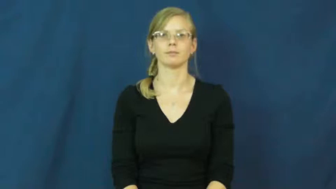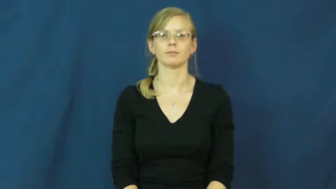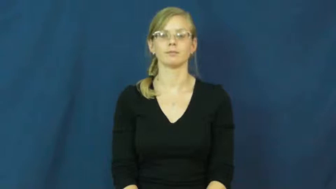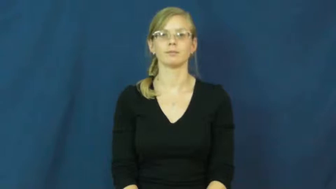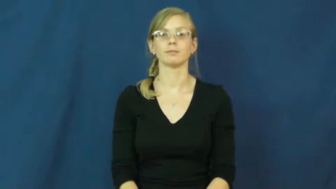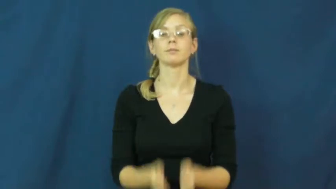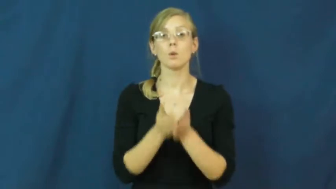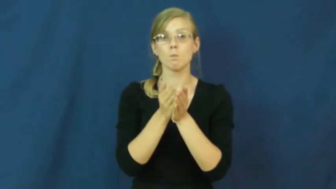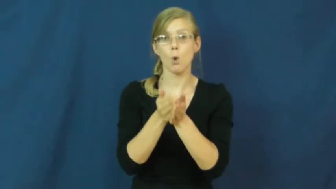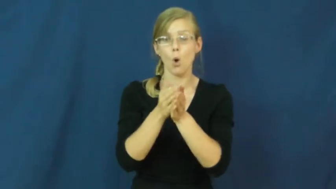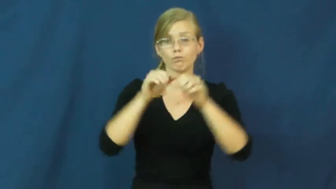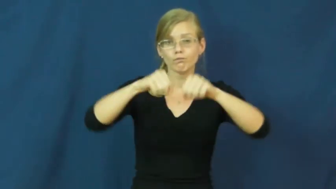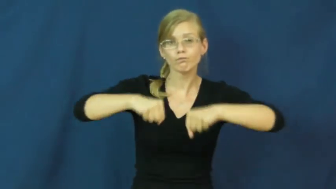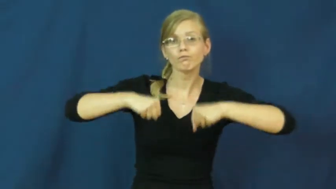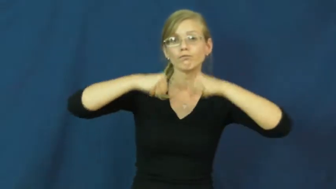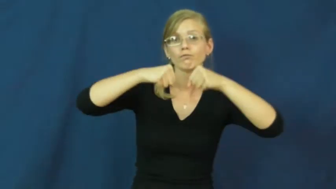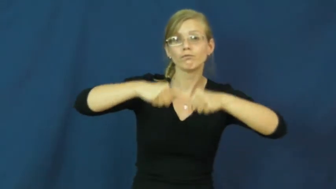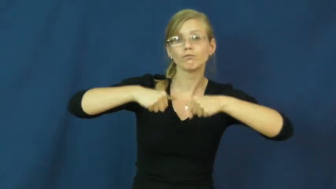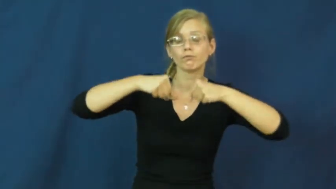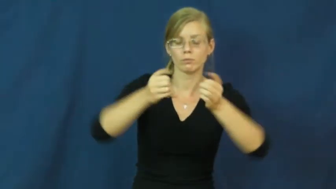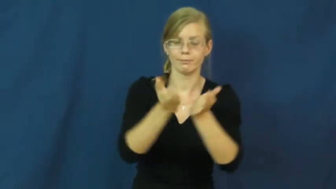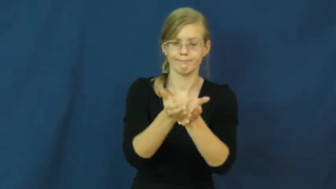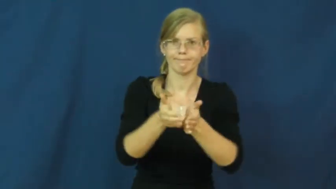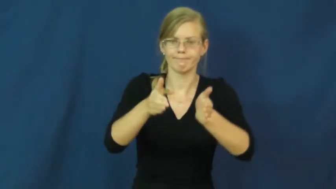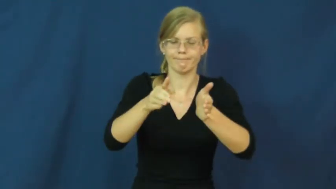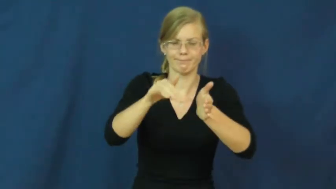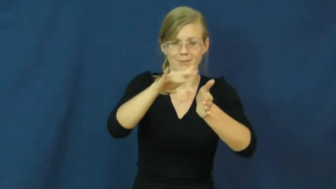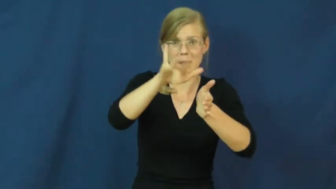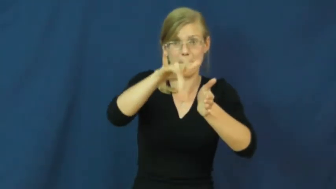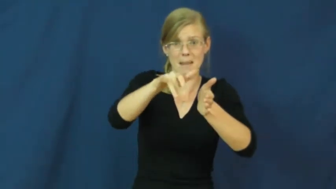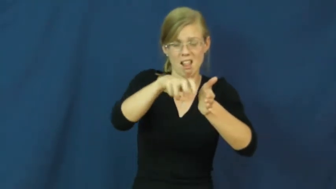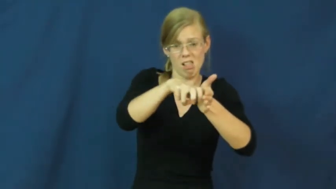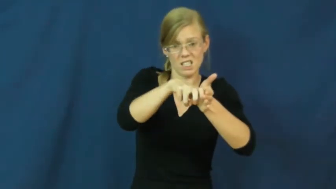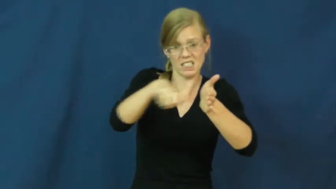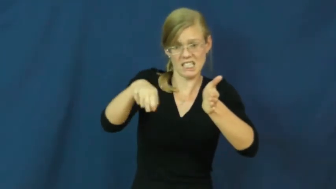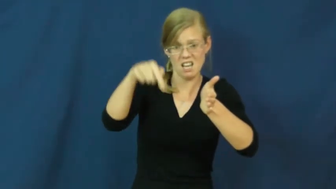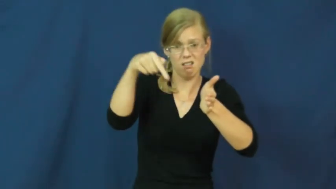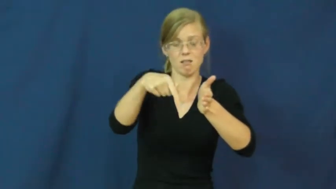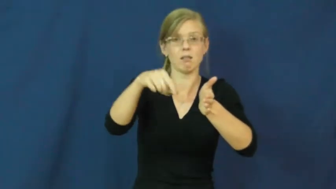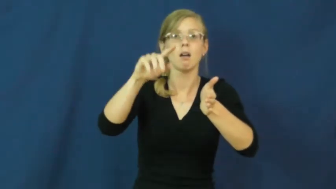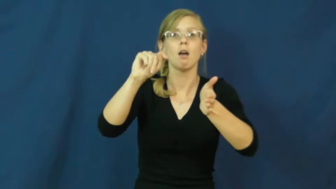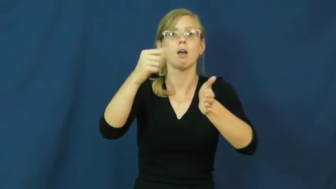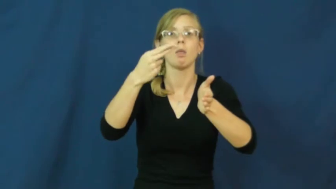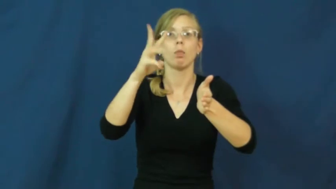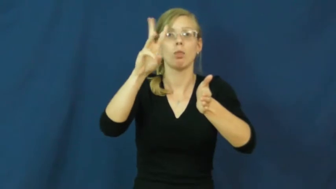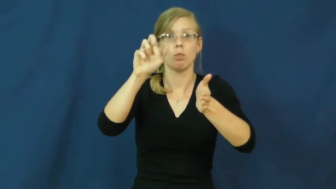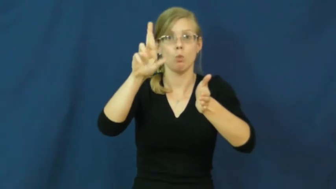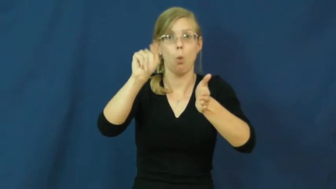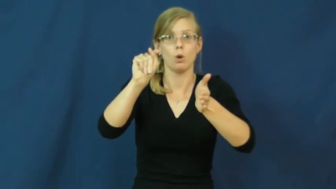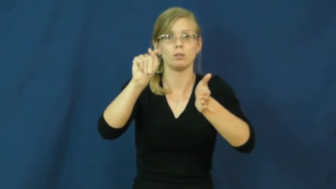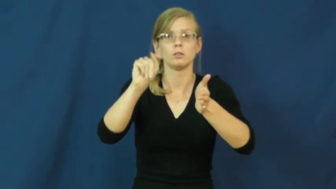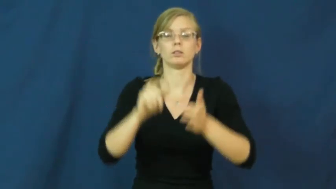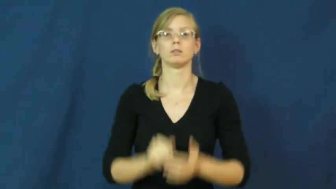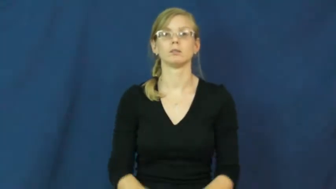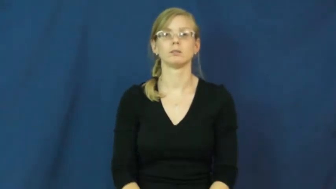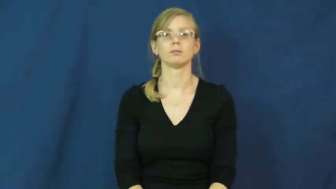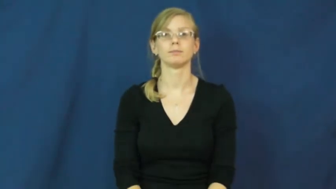thwart-row boat